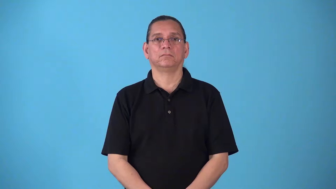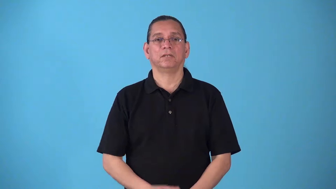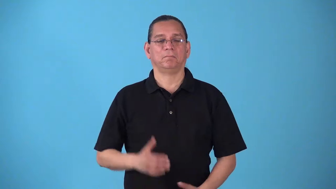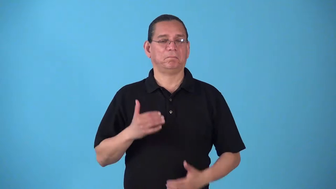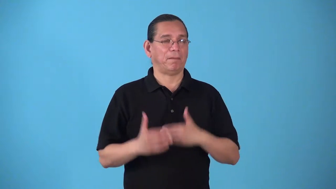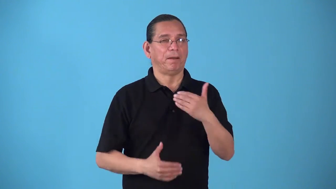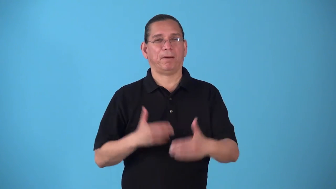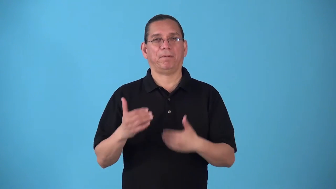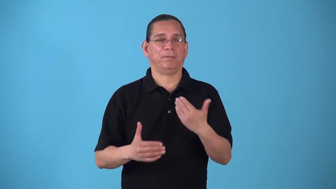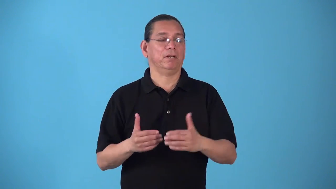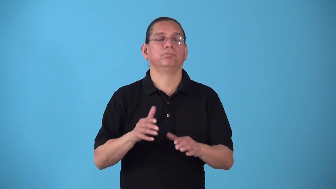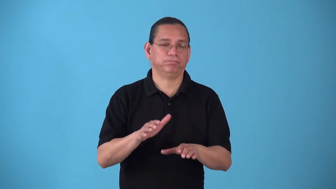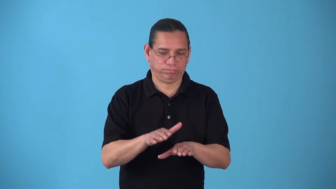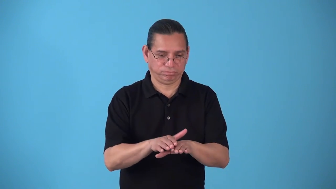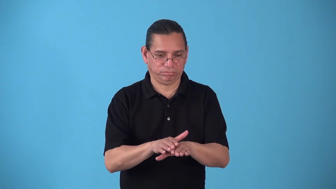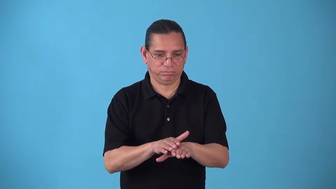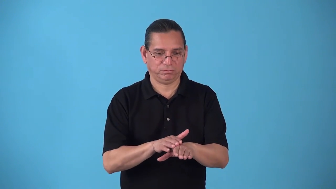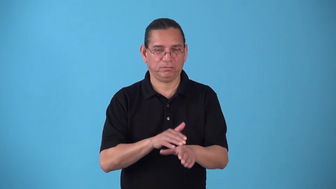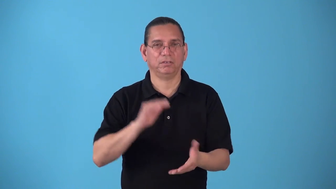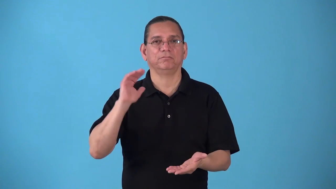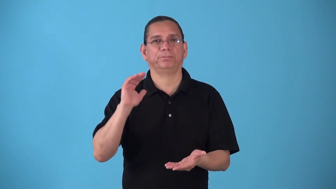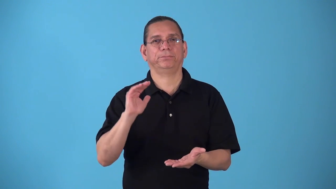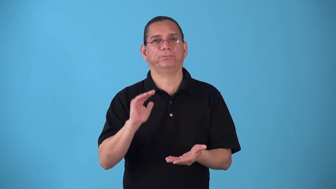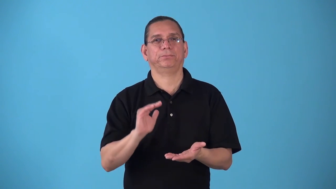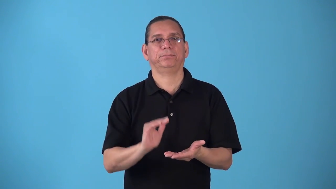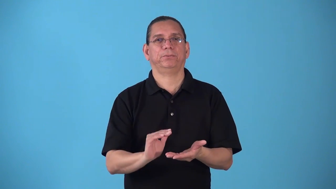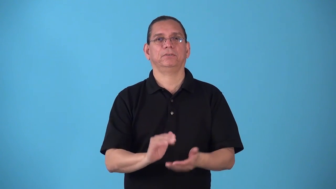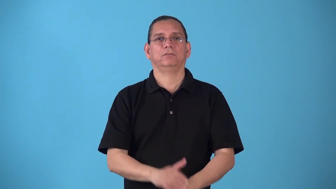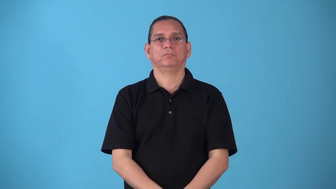slow,slowdown,slowup-become less fast